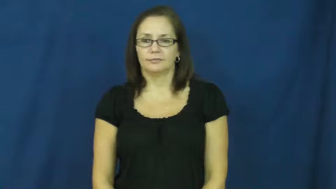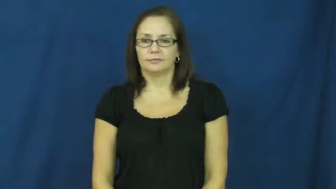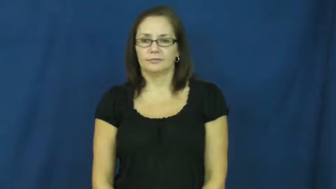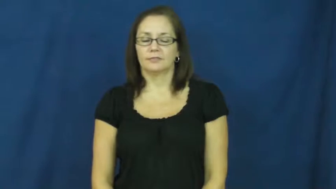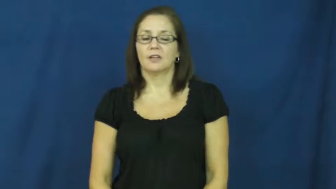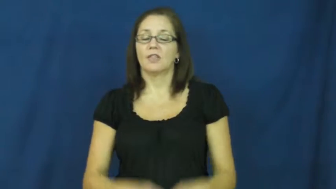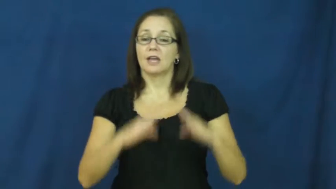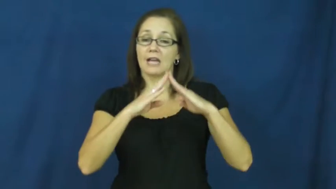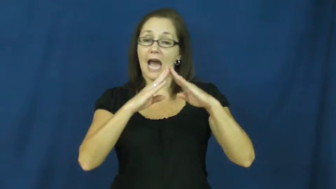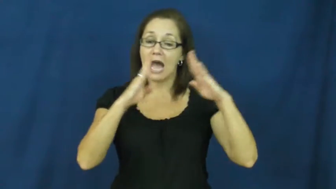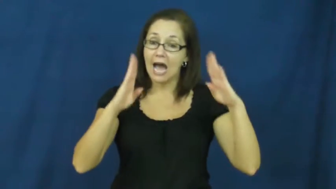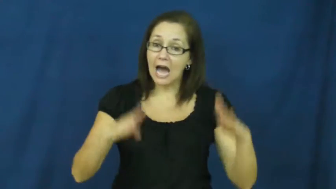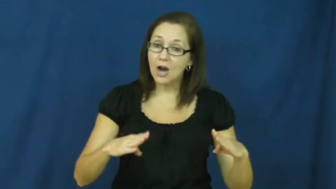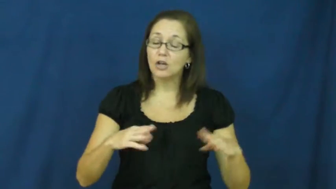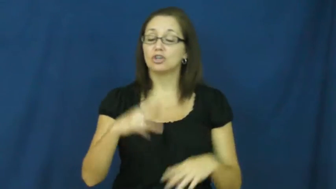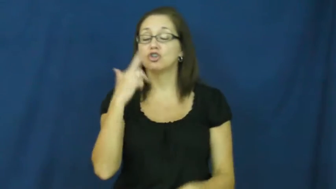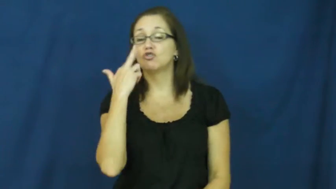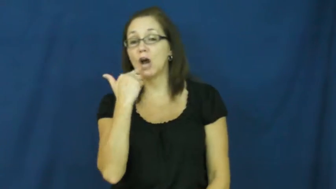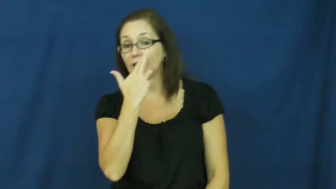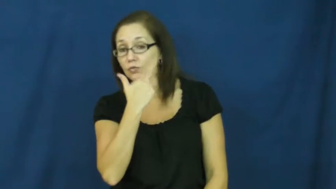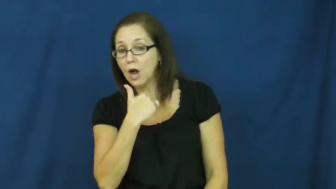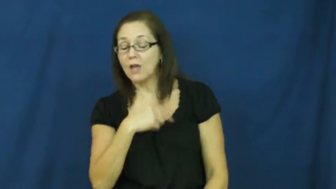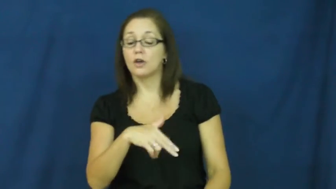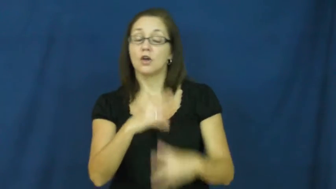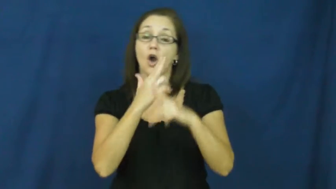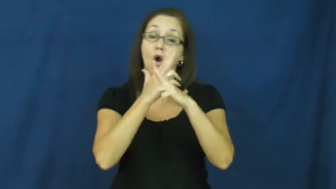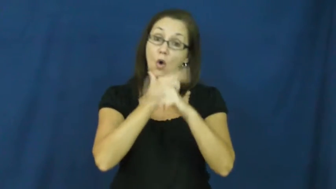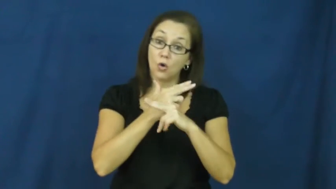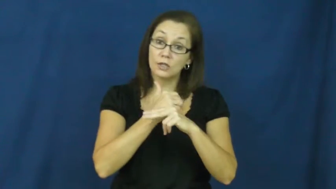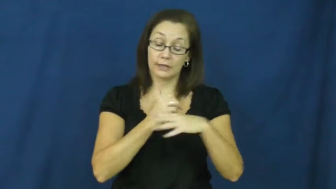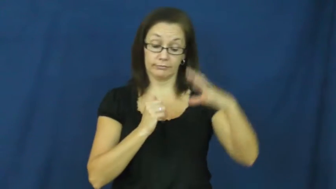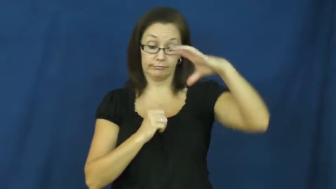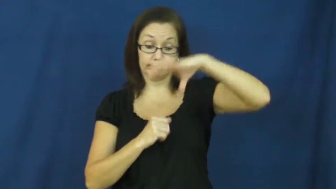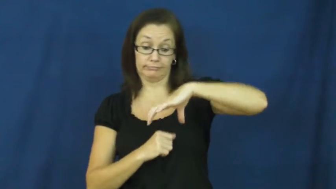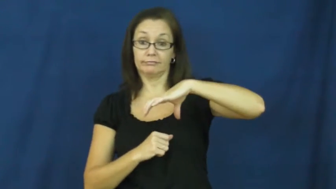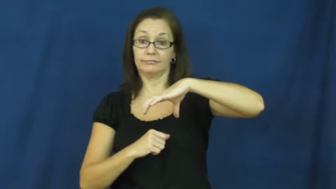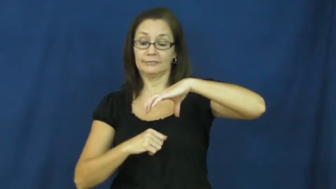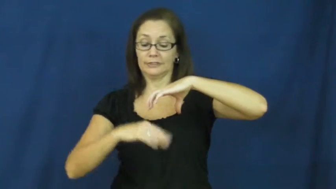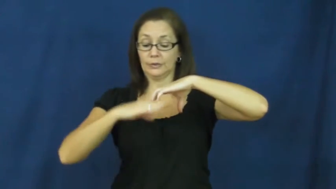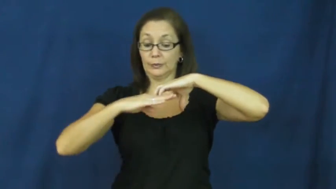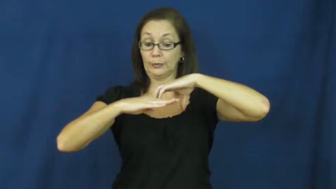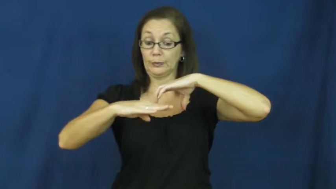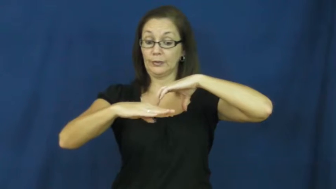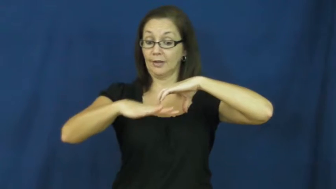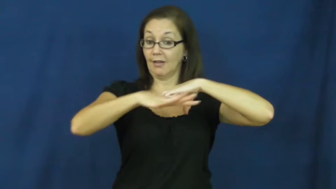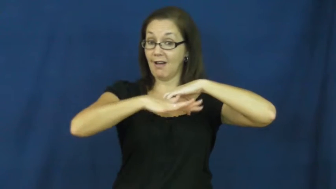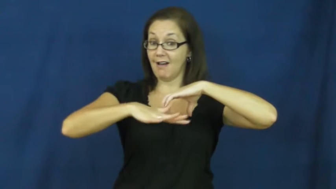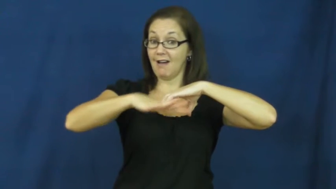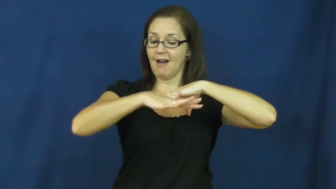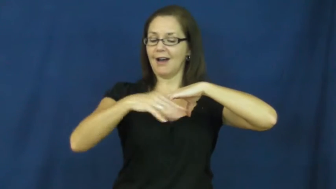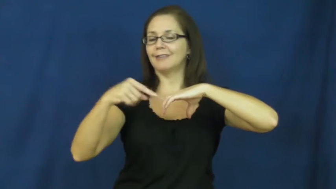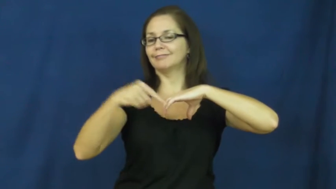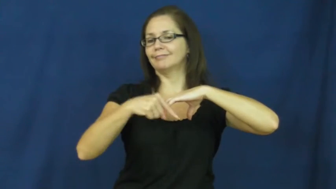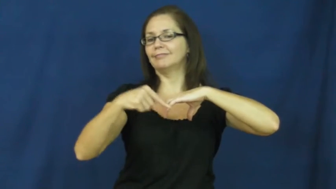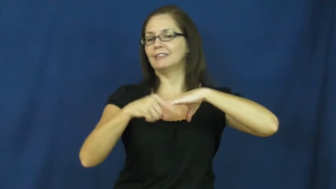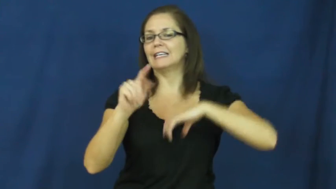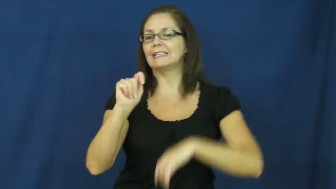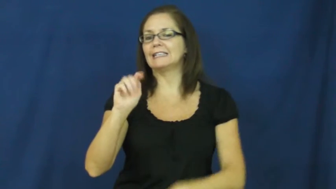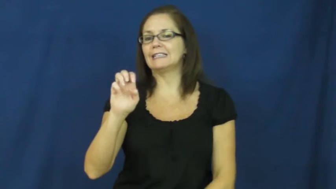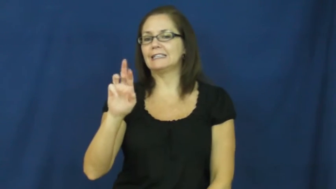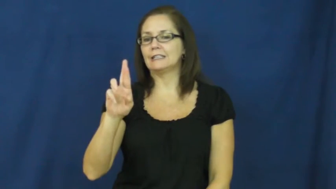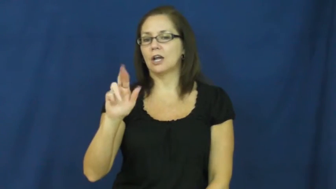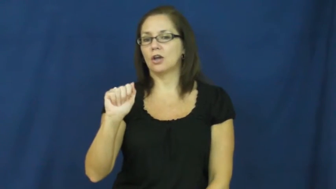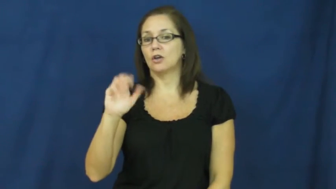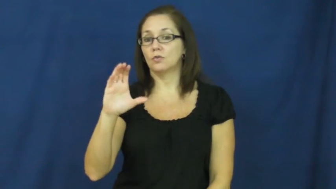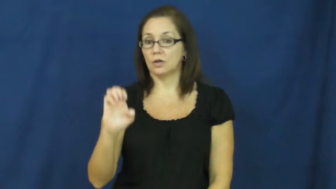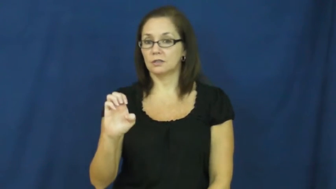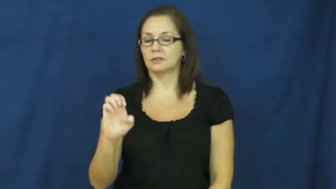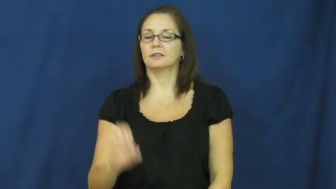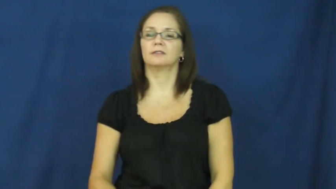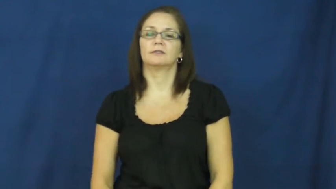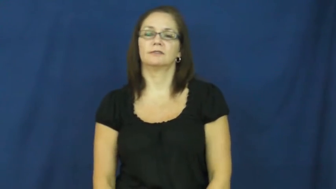terrace